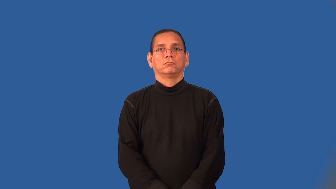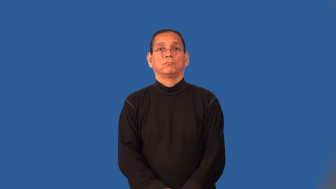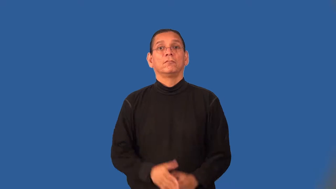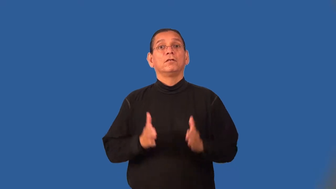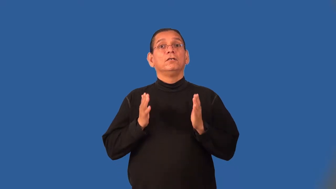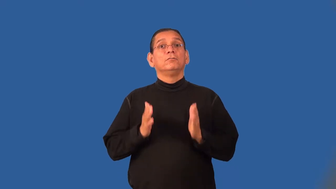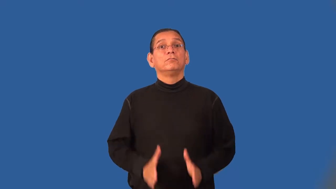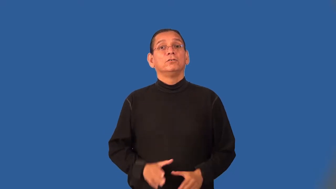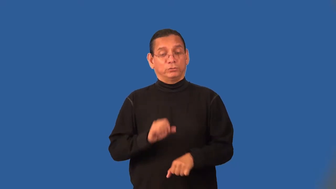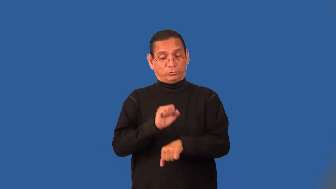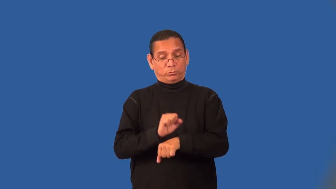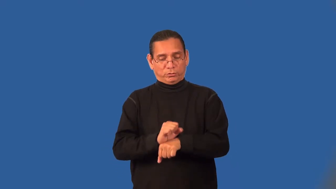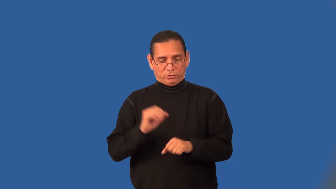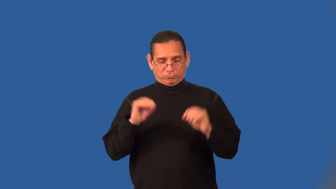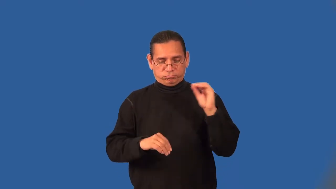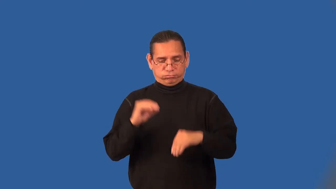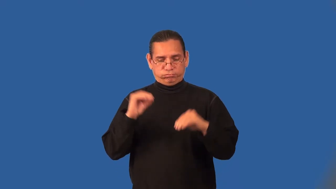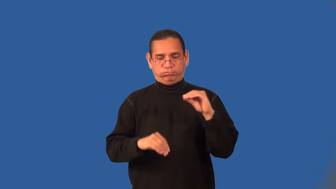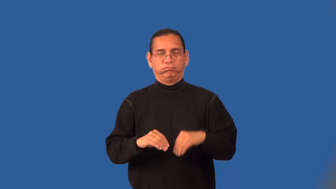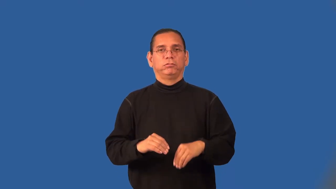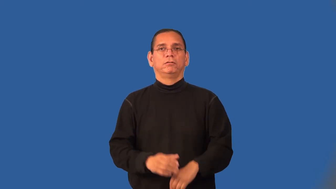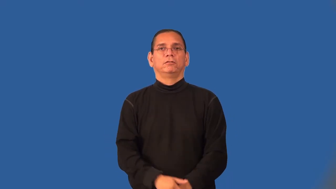assembler